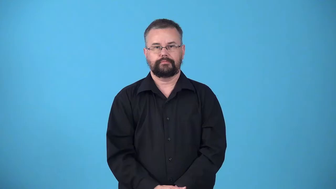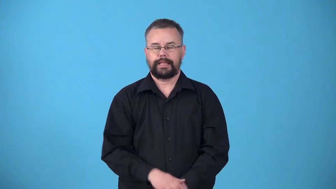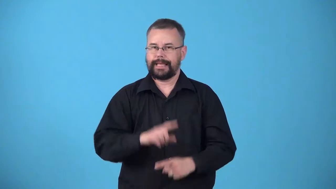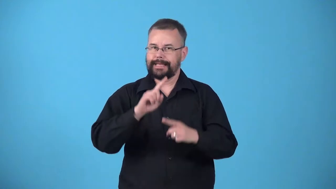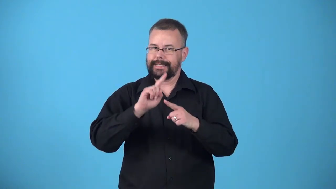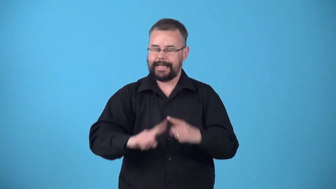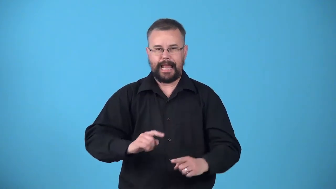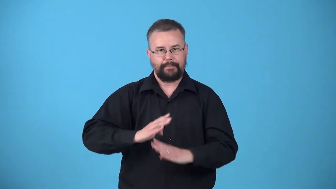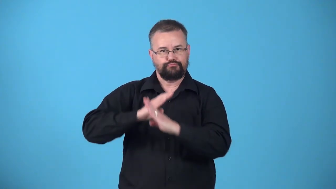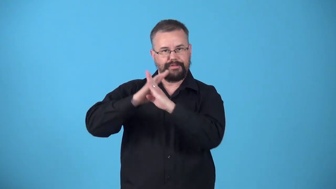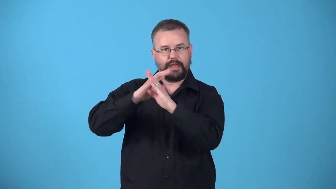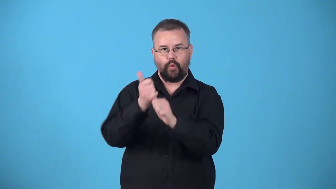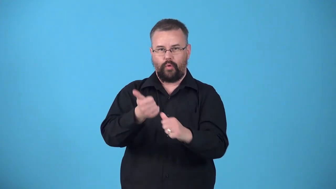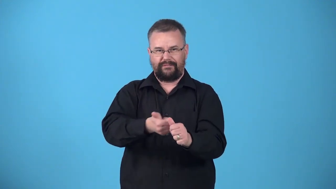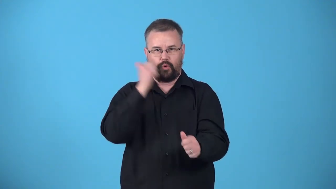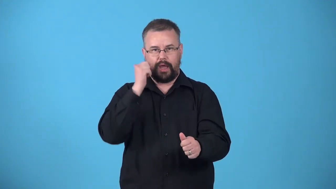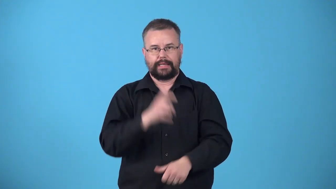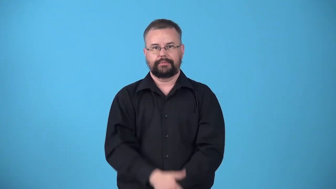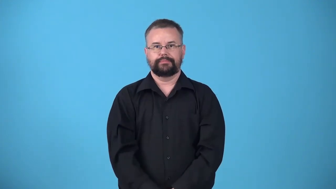unpreventable